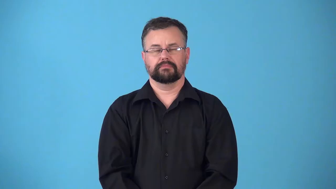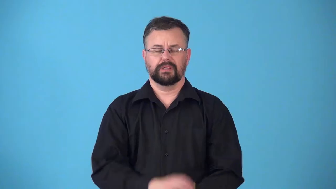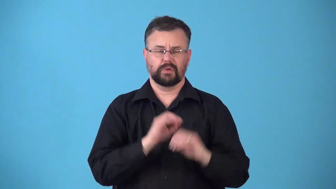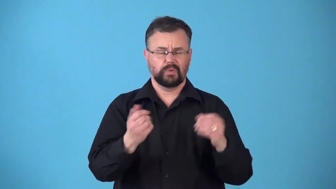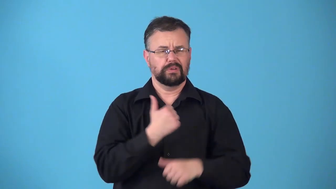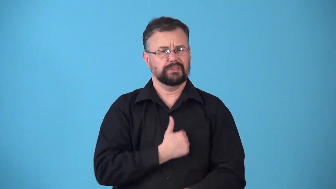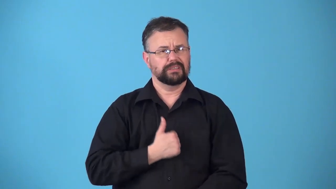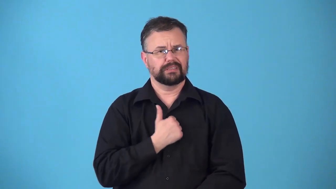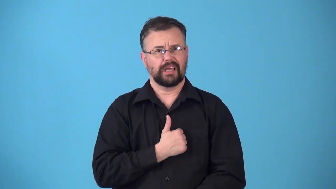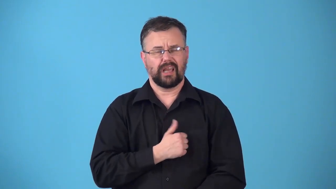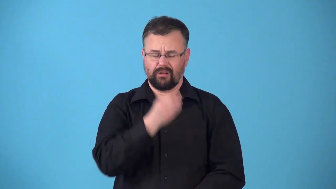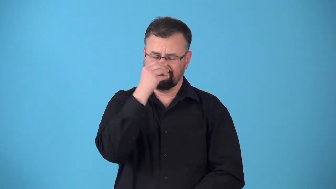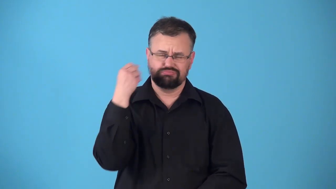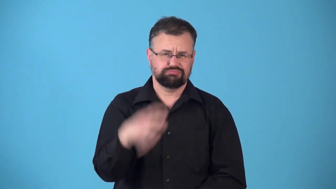remorseless-don't care you did wrong